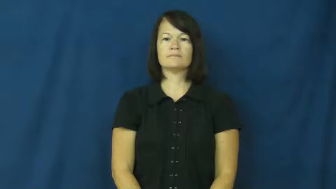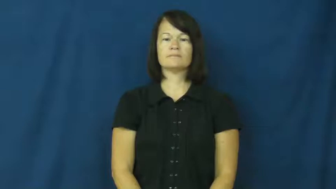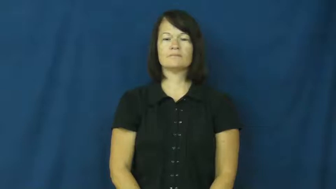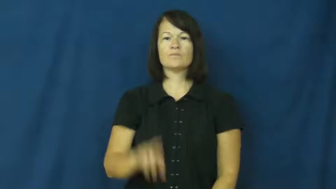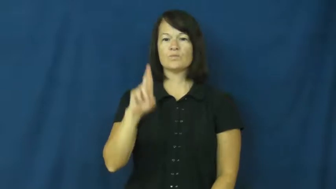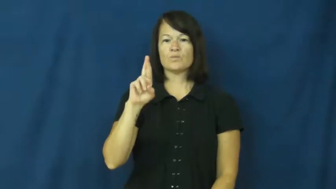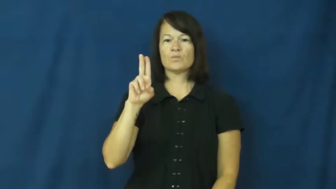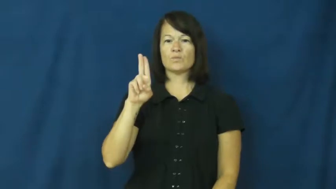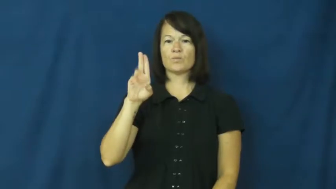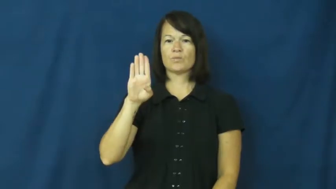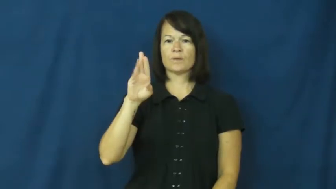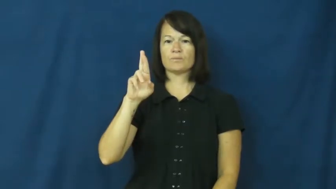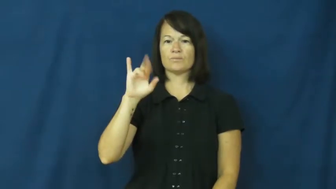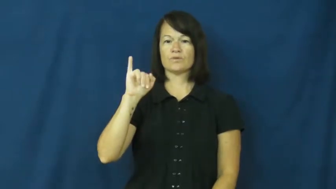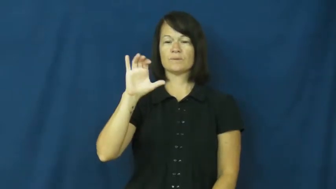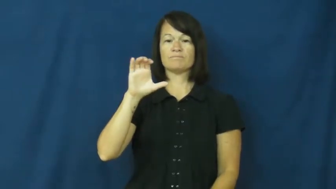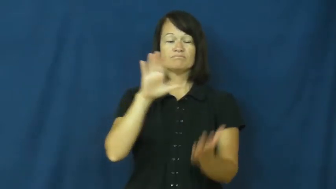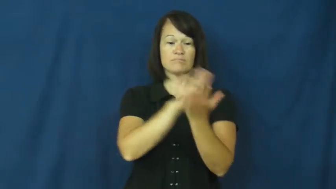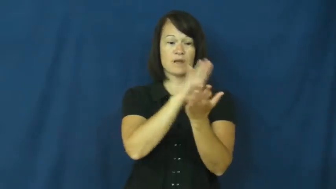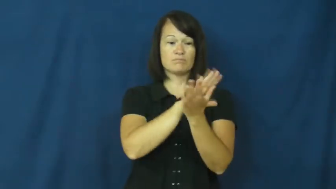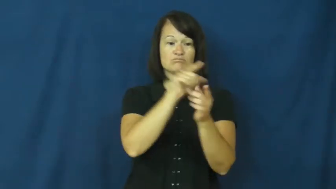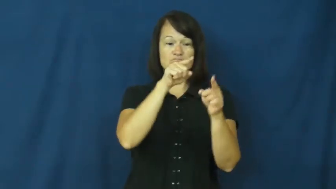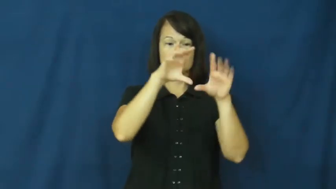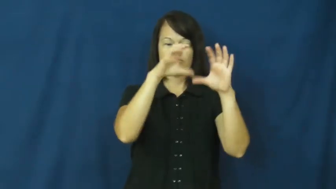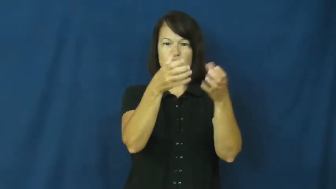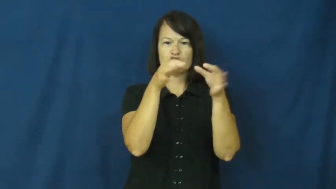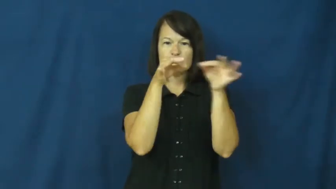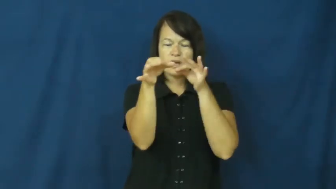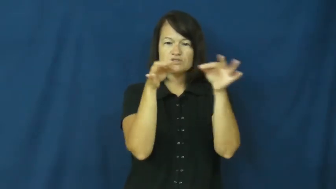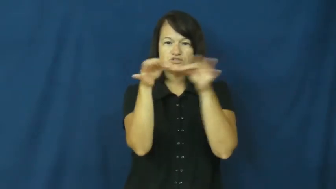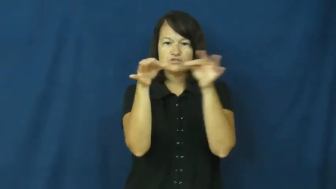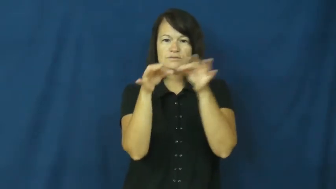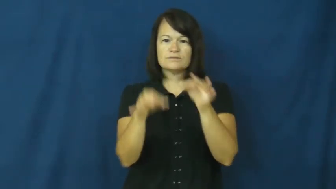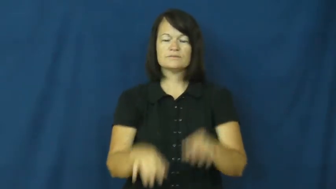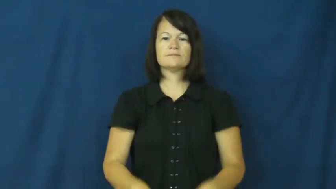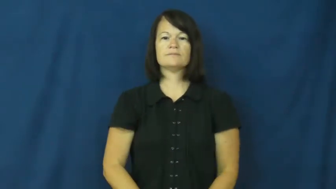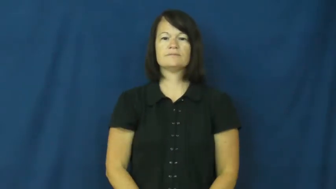rubric-instructions